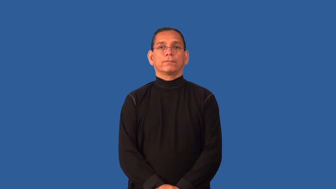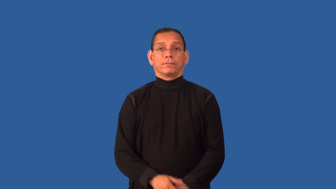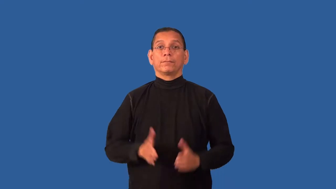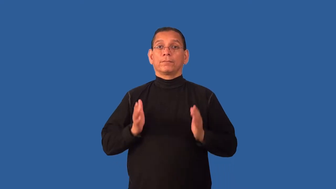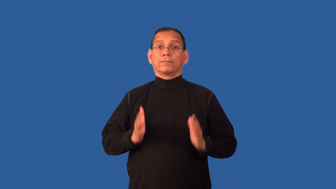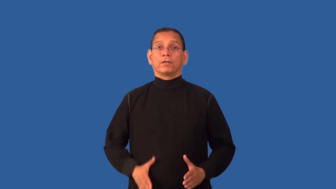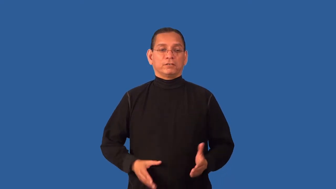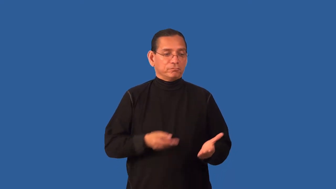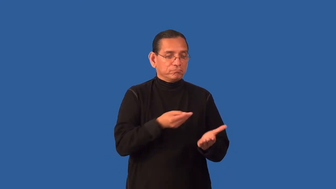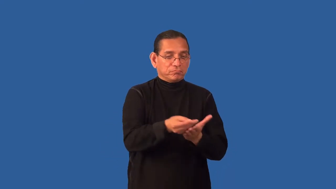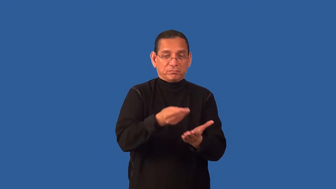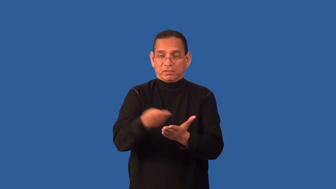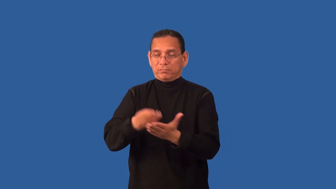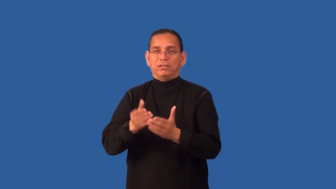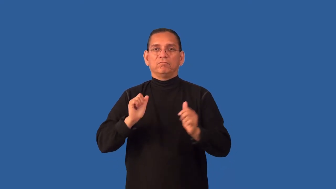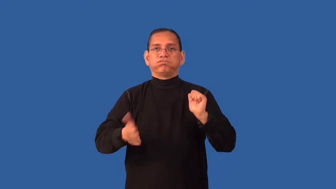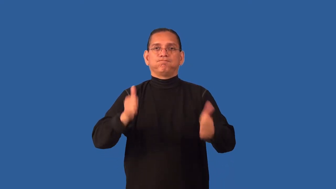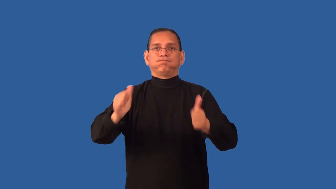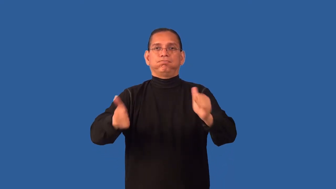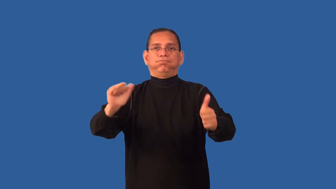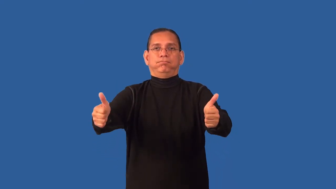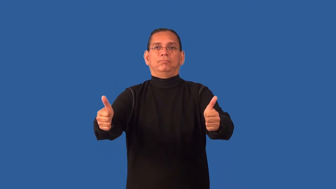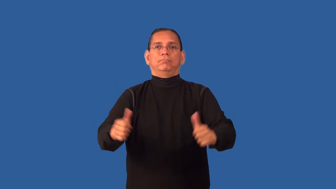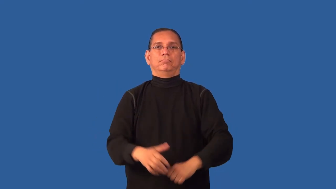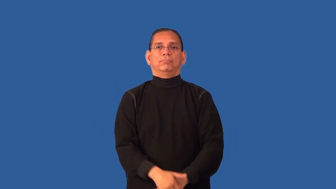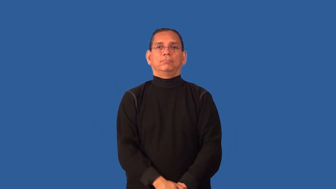developer-real estate